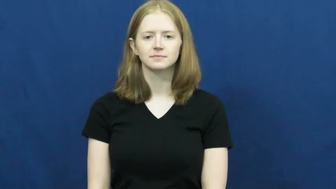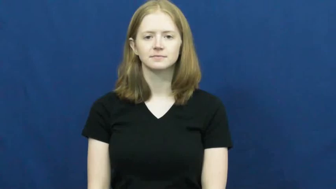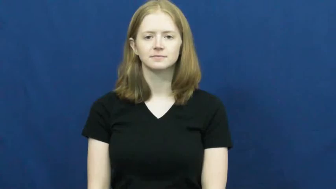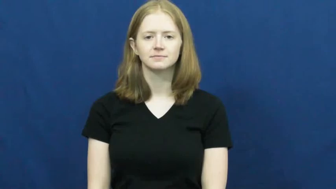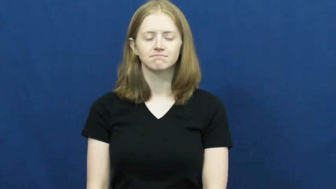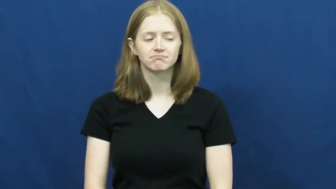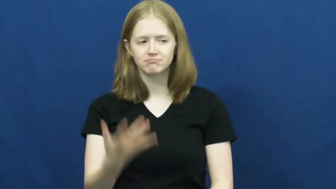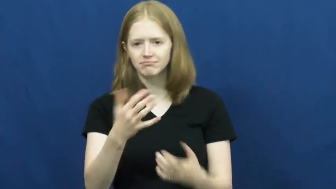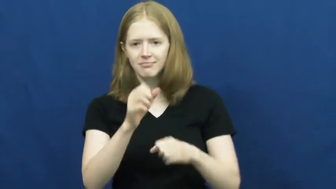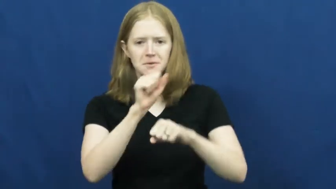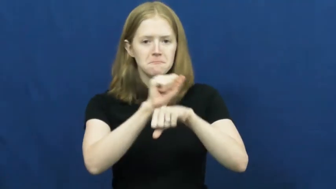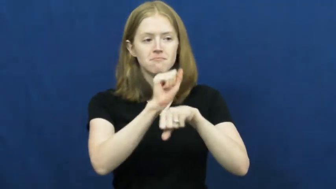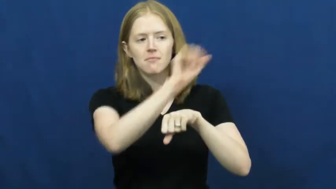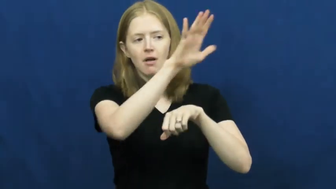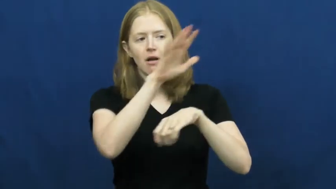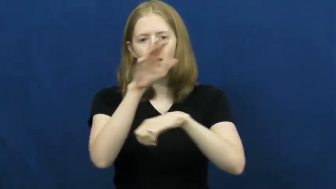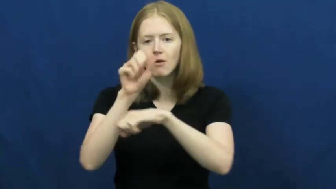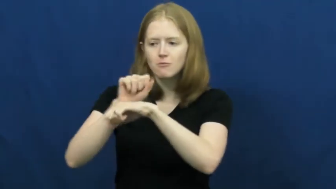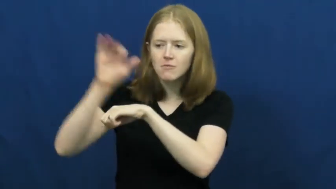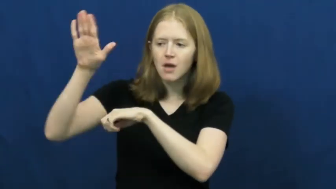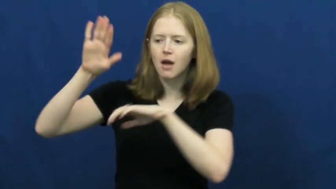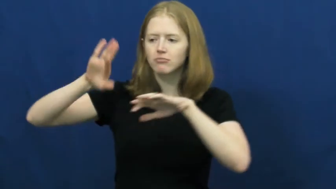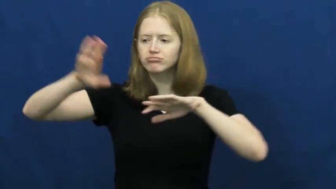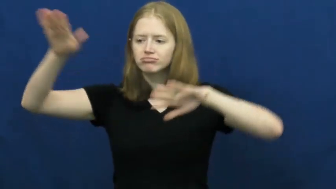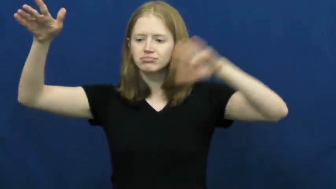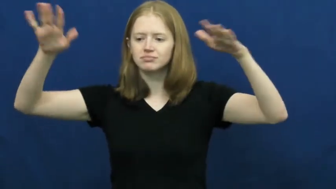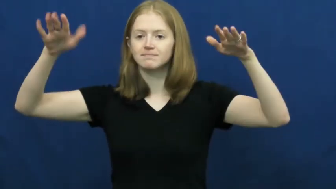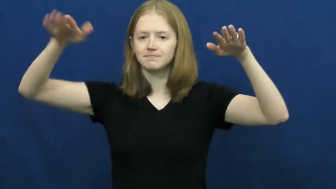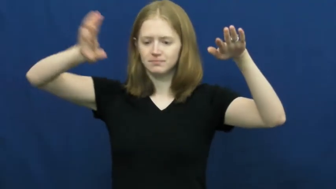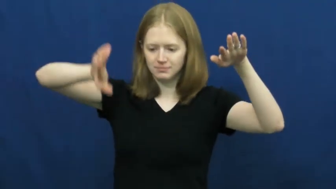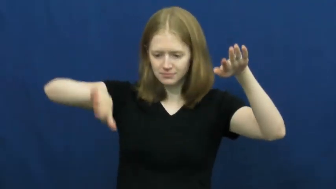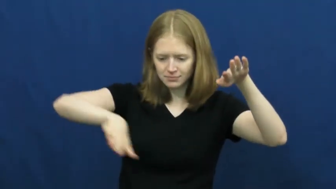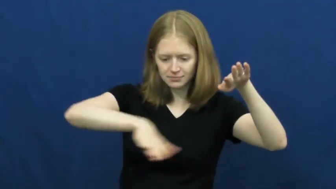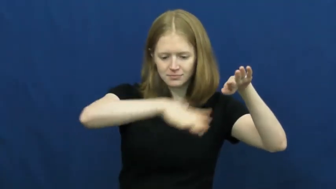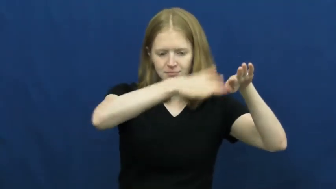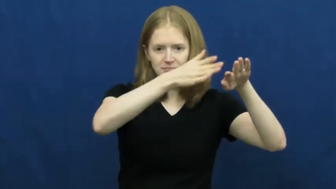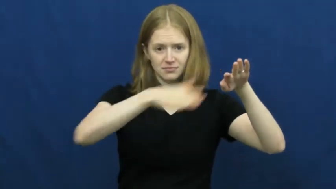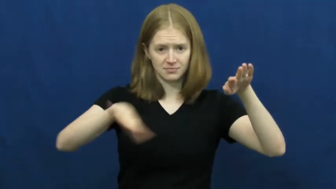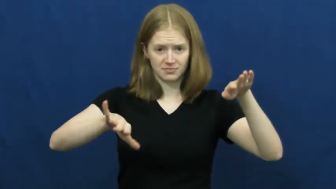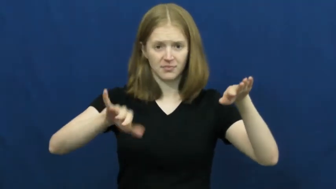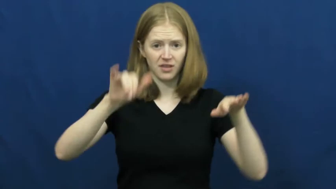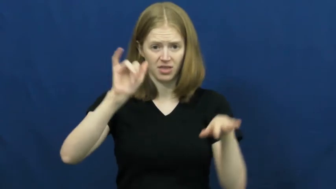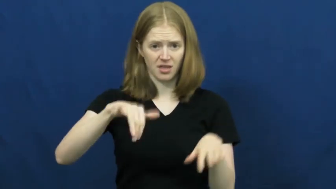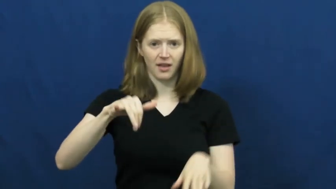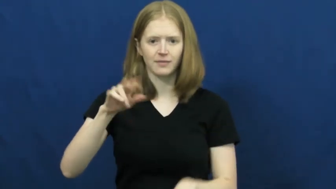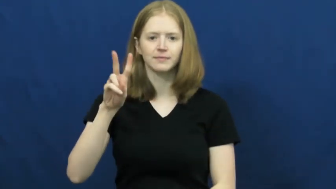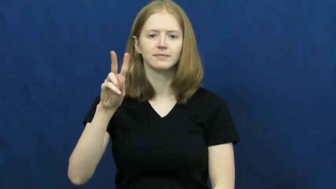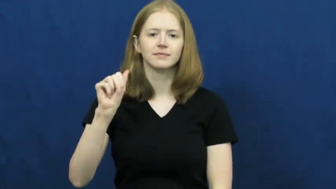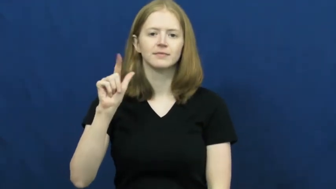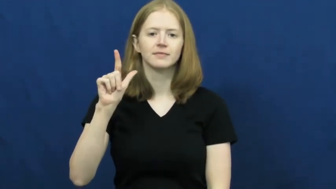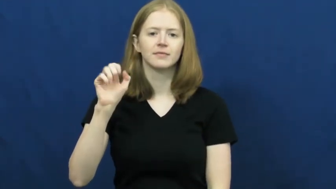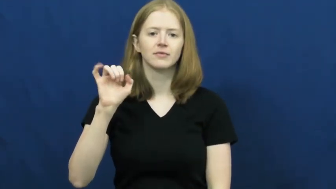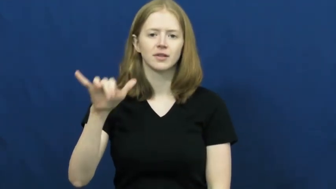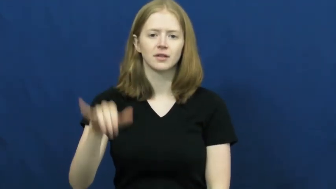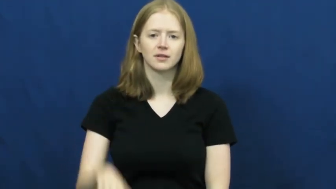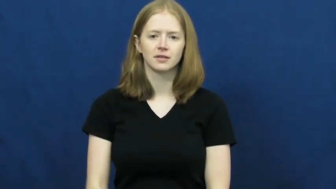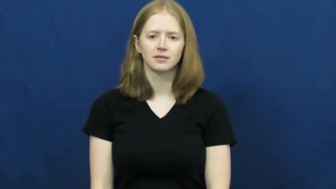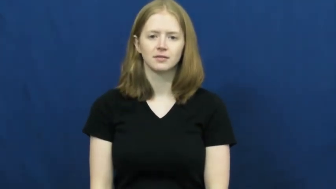valley,vale